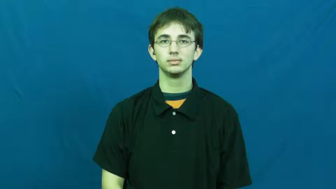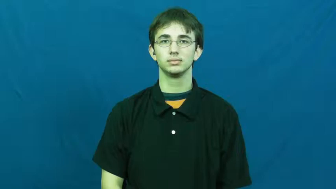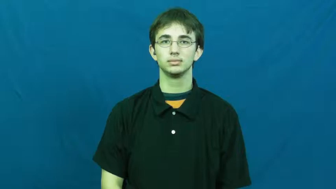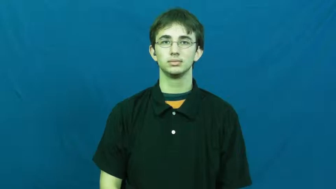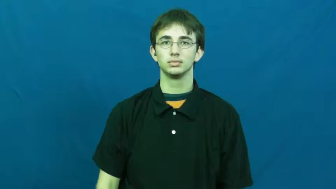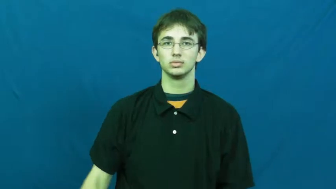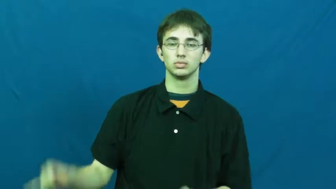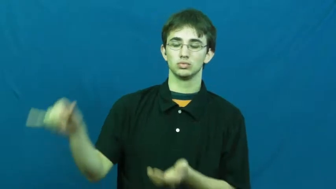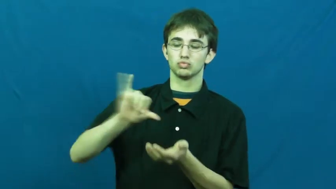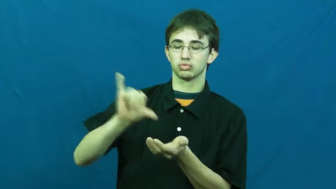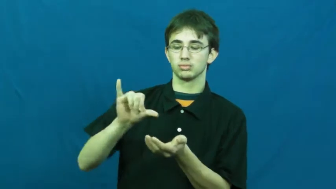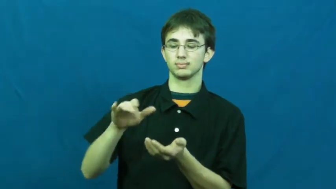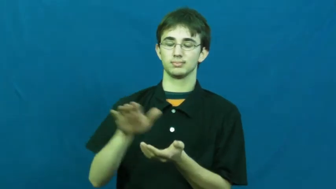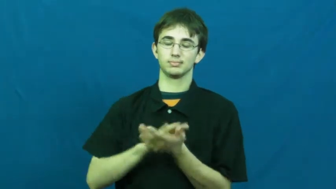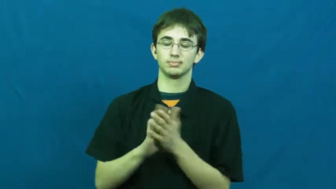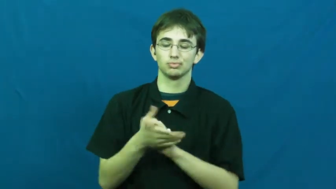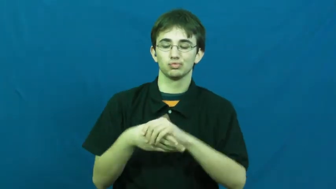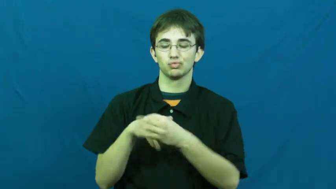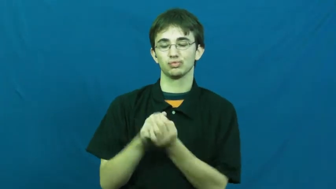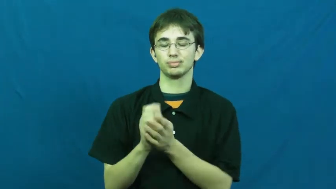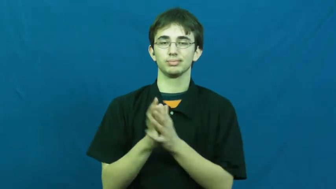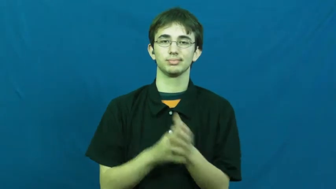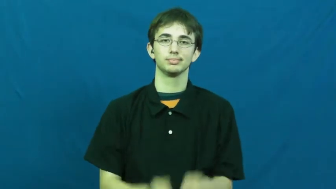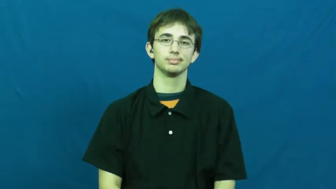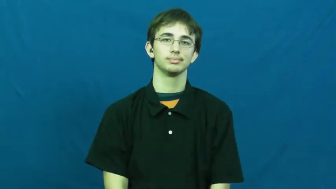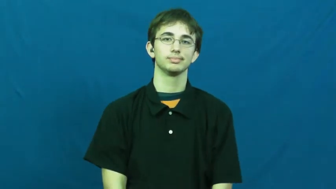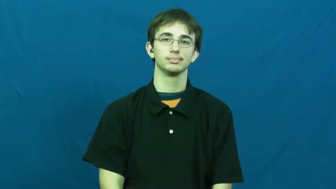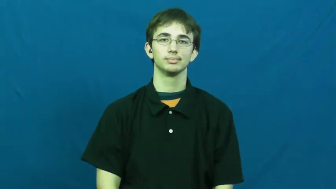creme-lotion